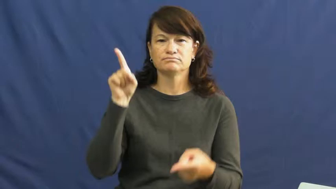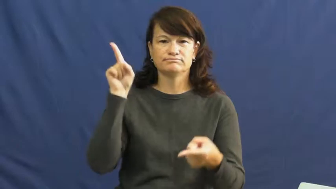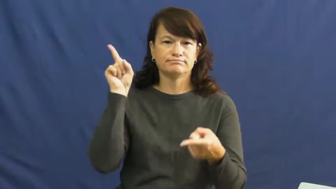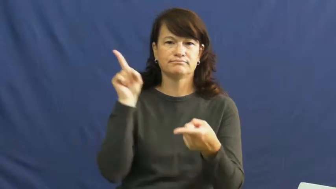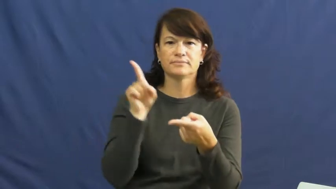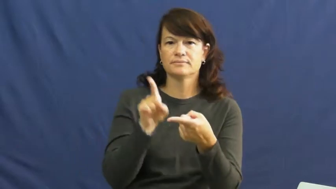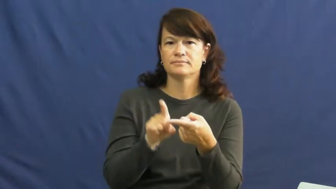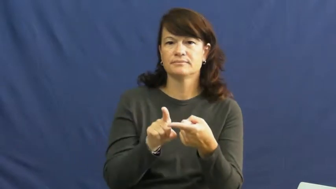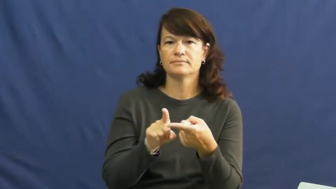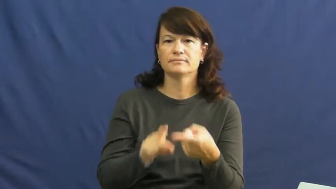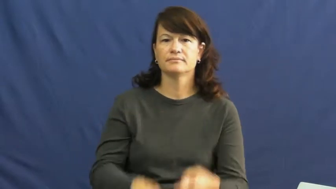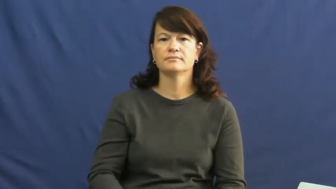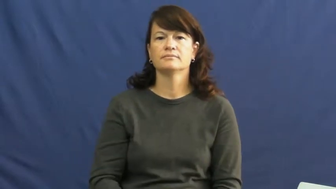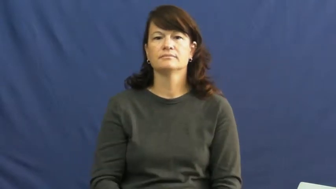roll back,knockdown,markdown,shave,bring down-reduce price